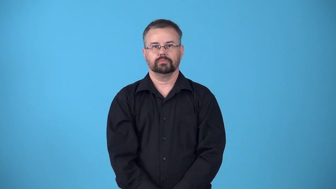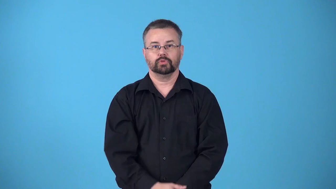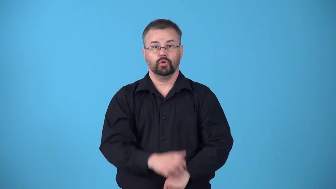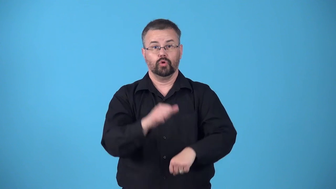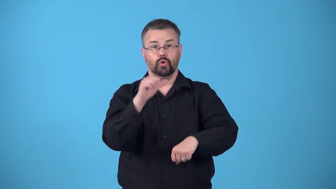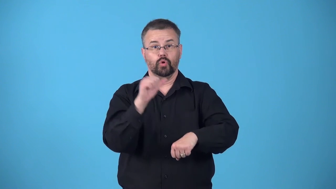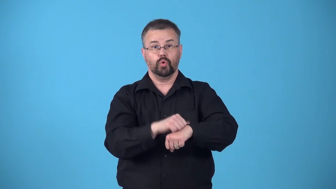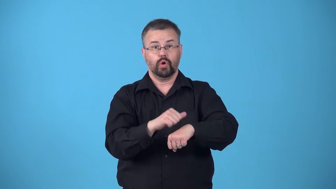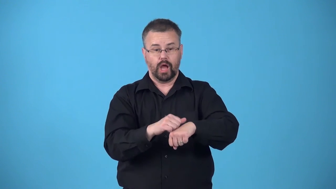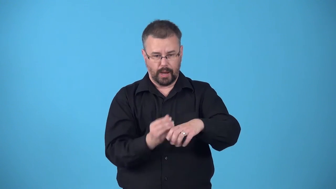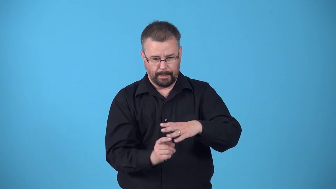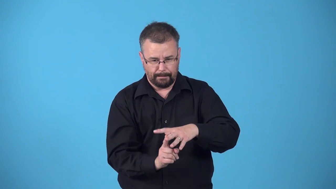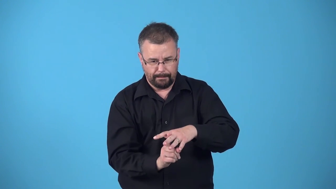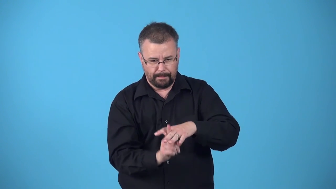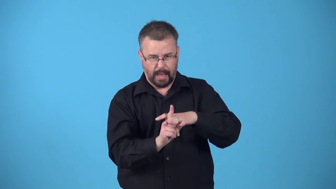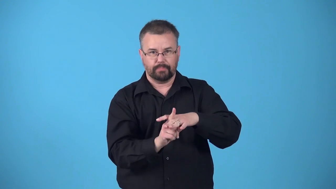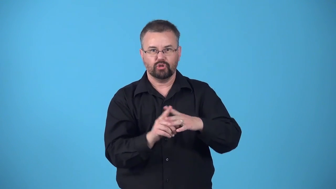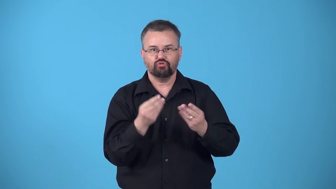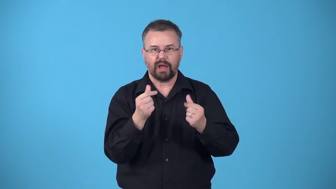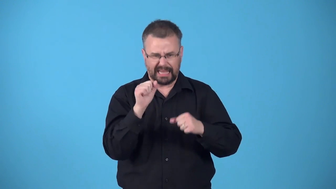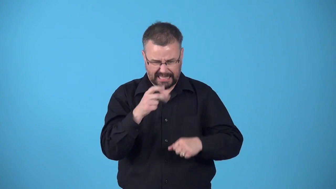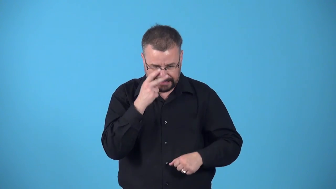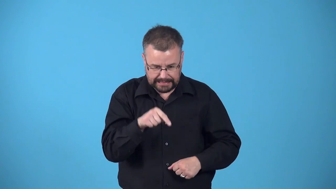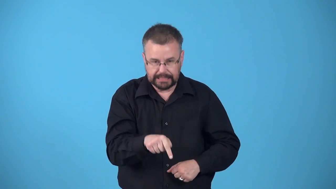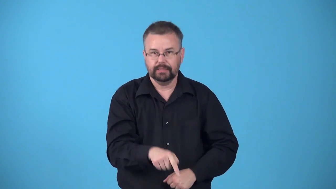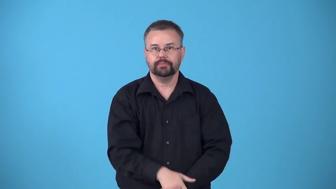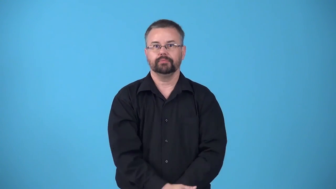basset-something that appears at the surface